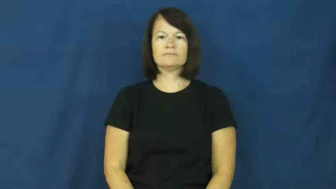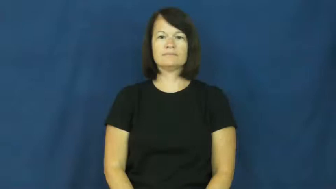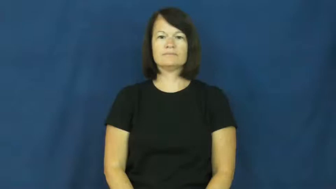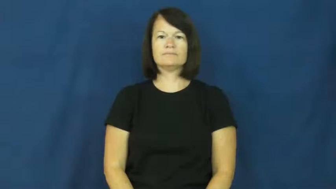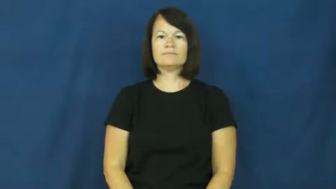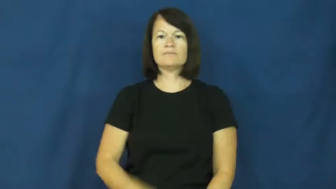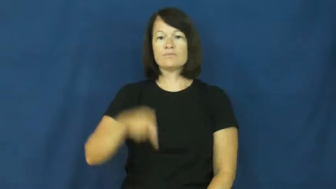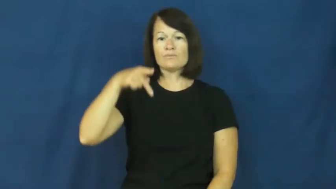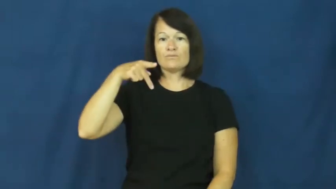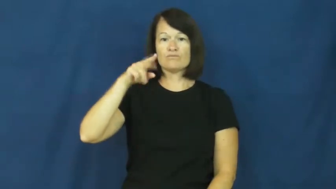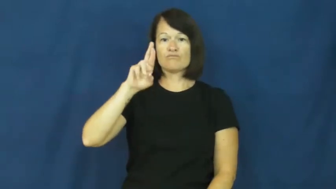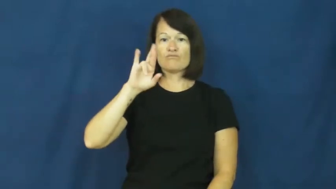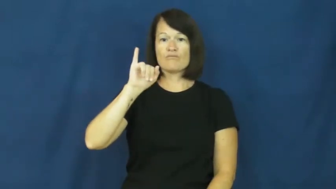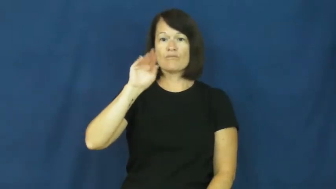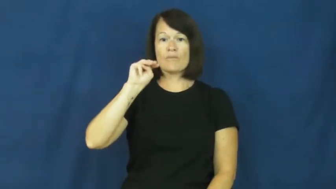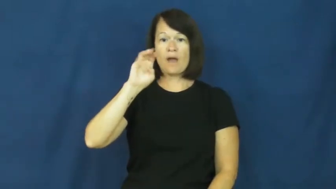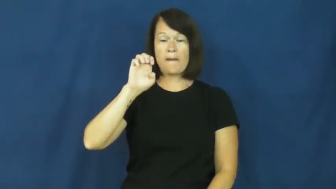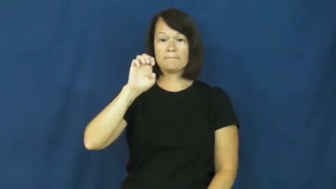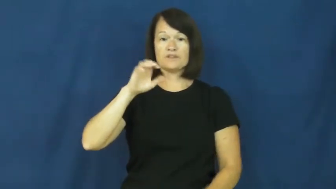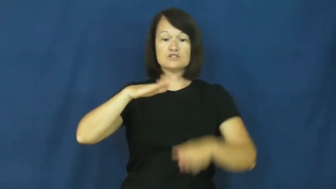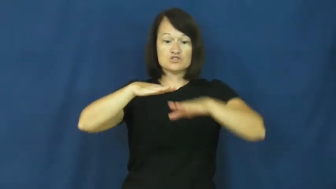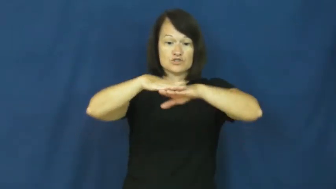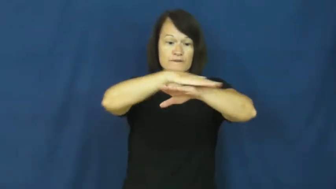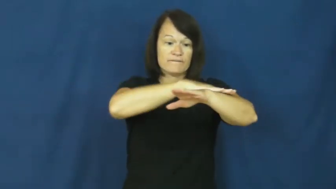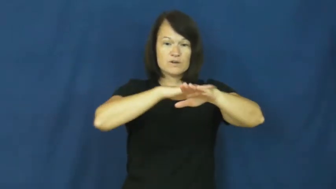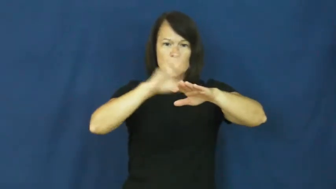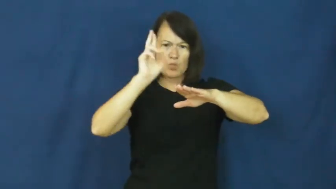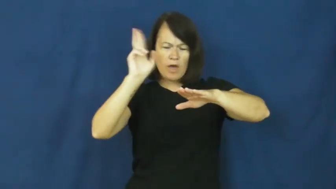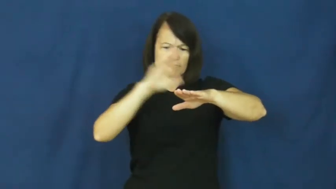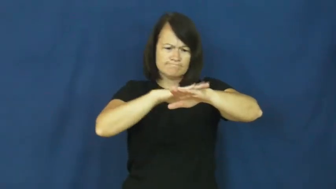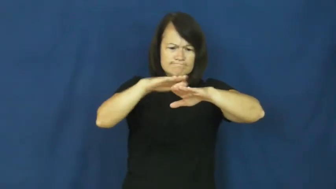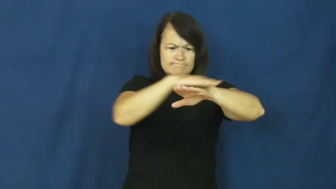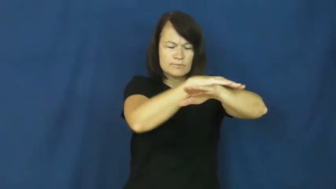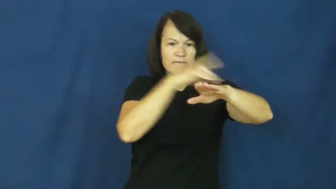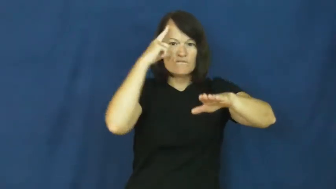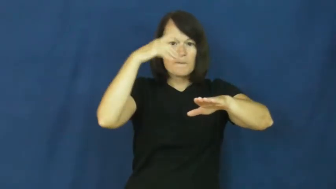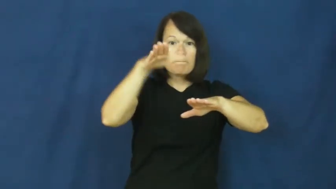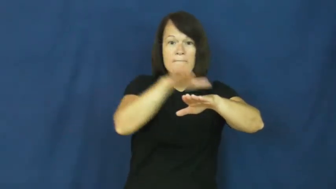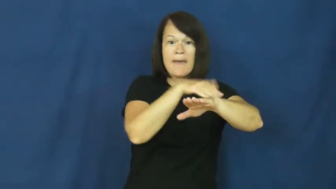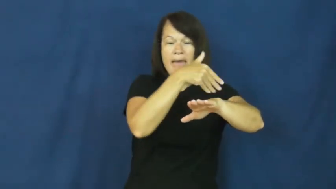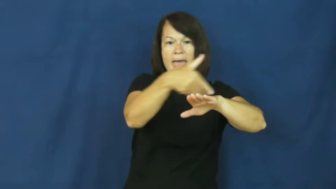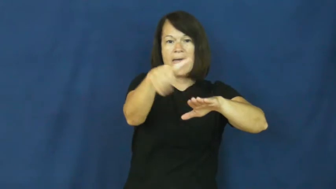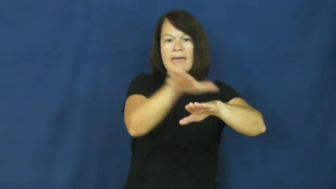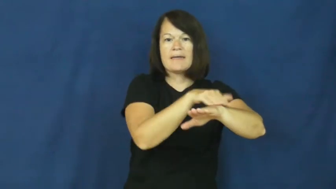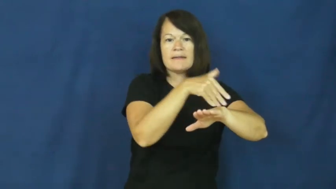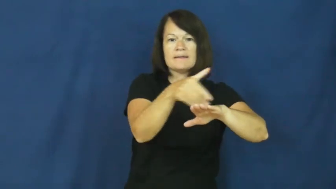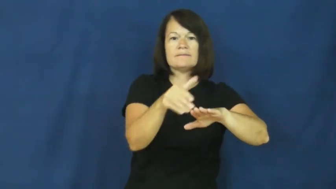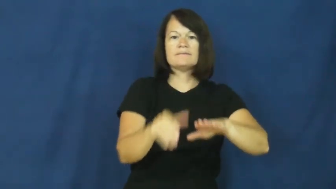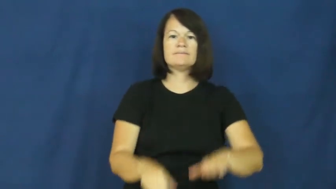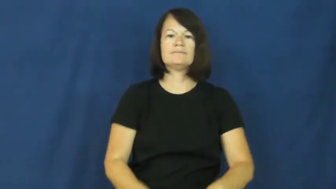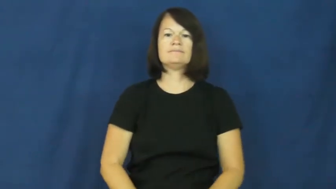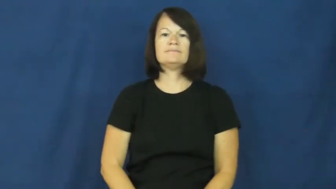prime-paint